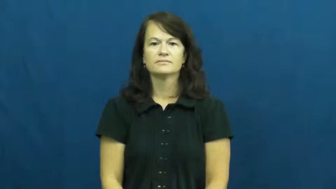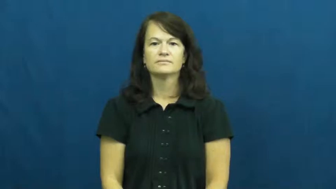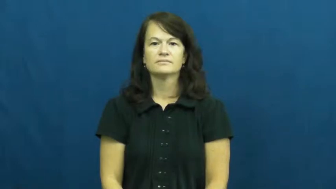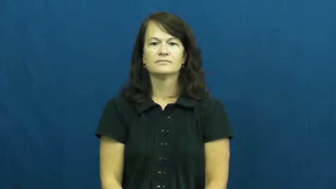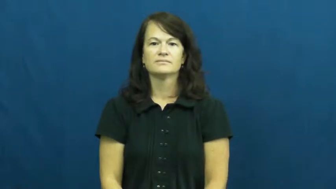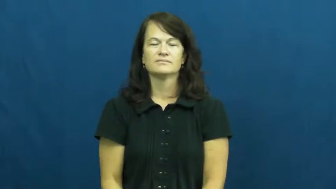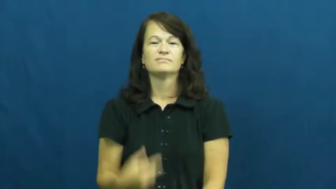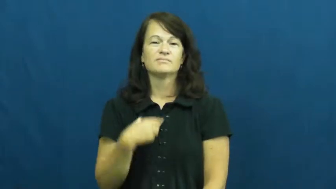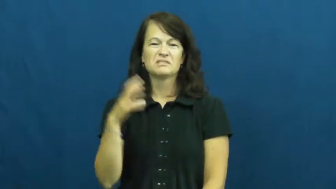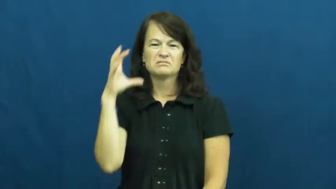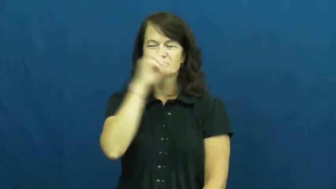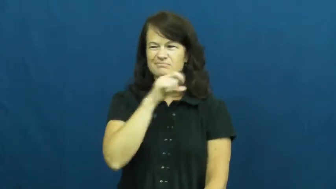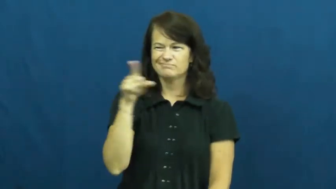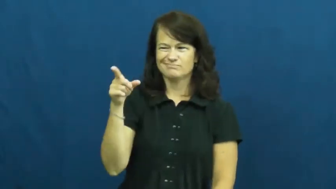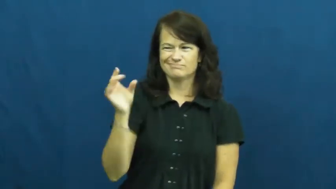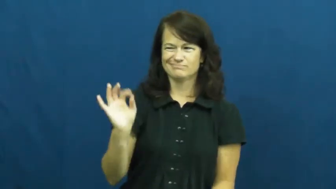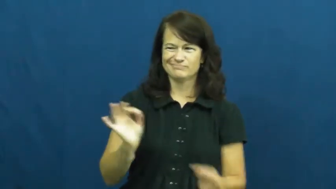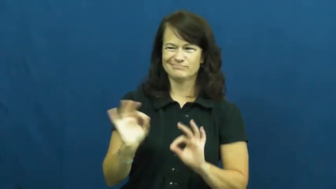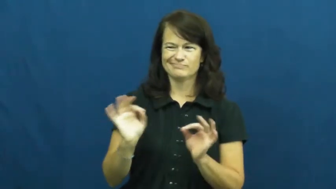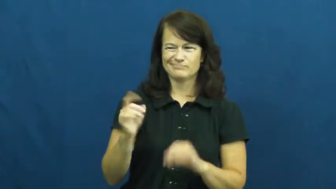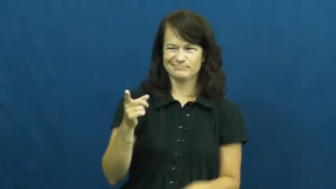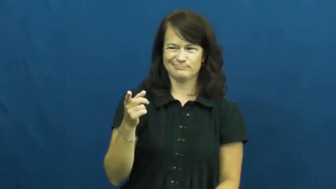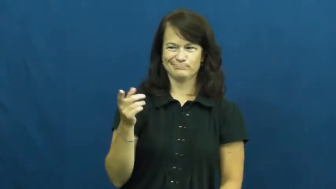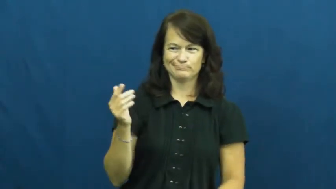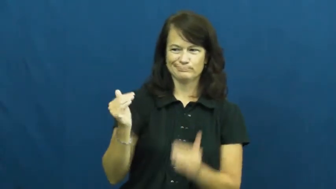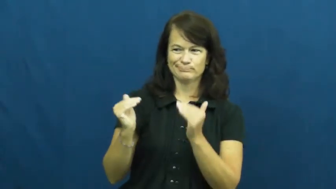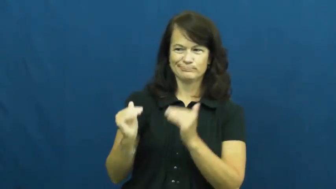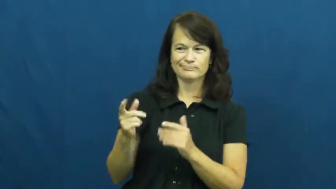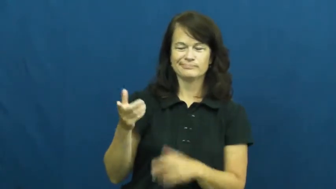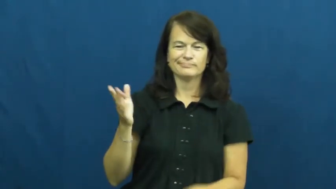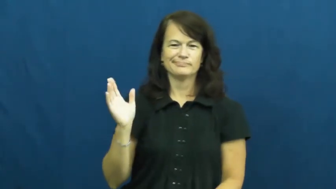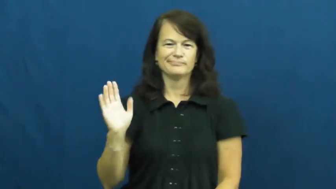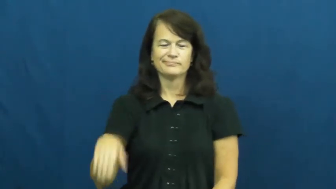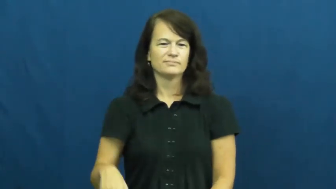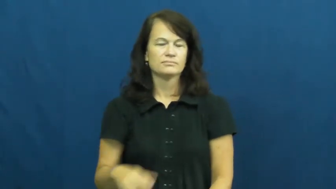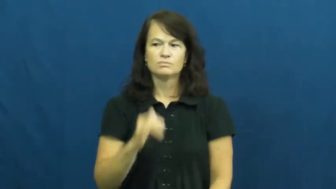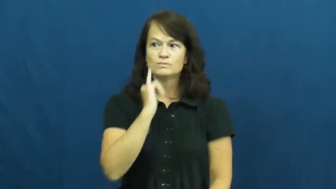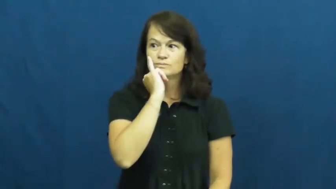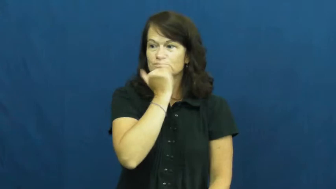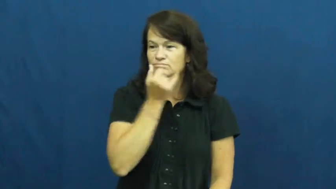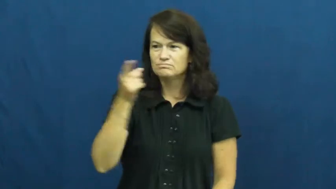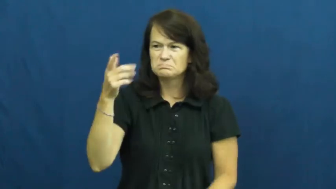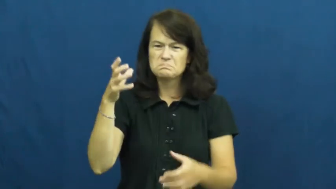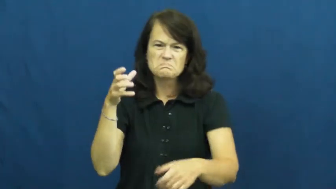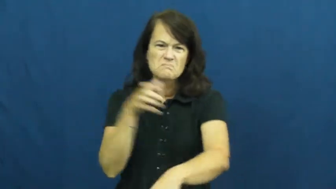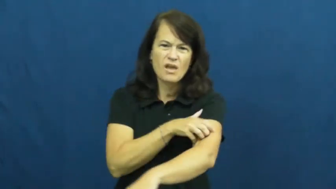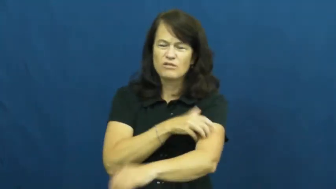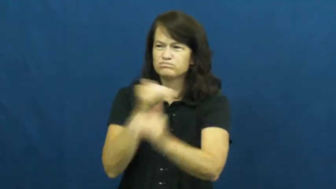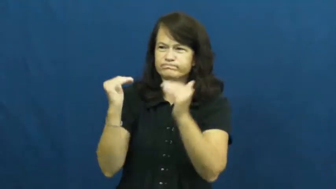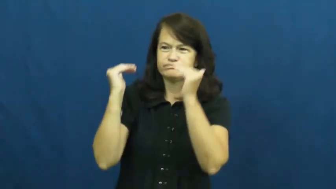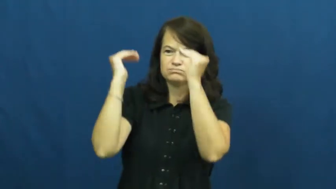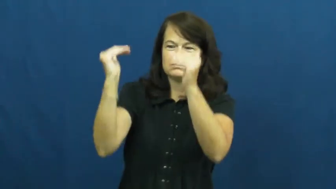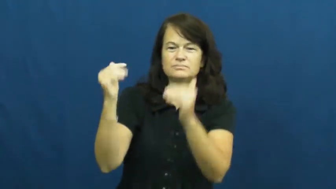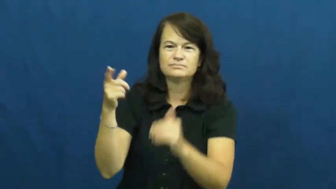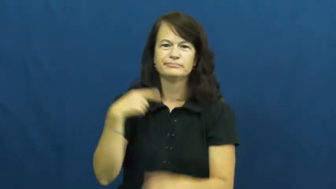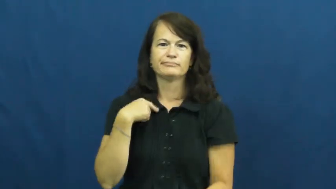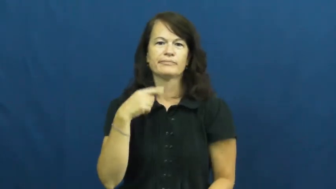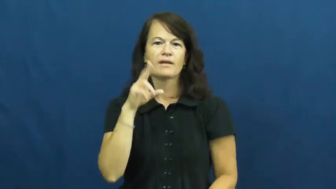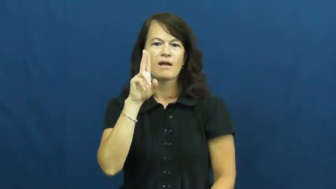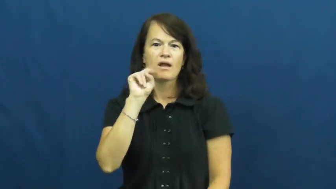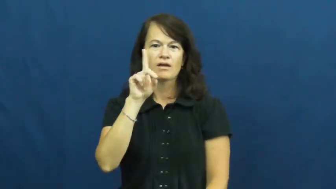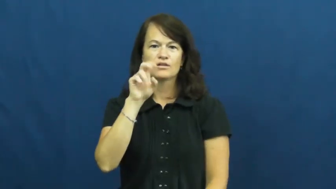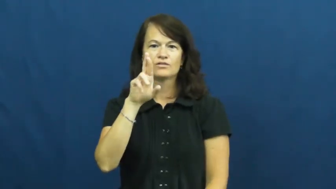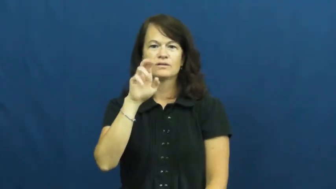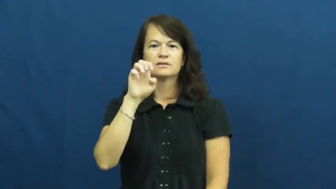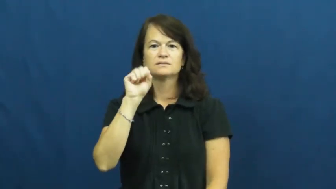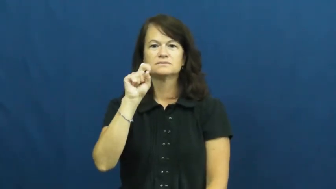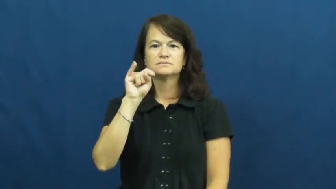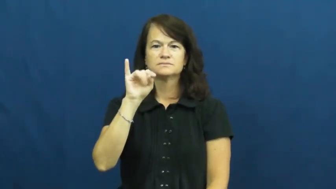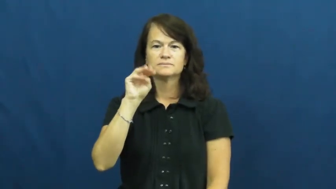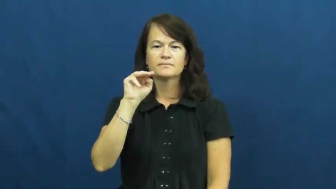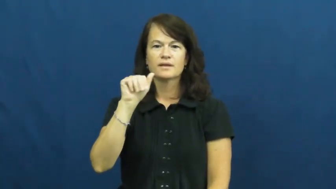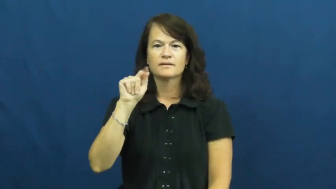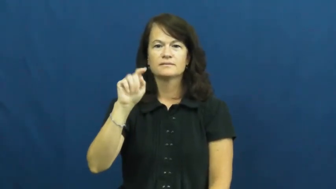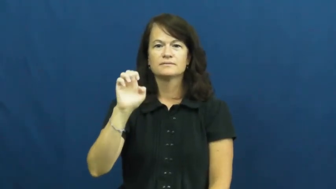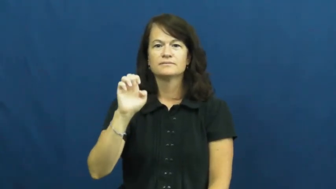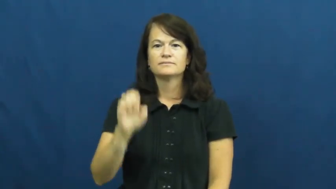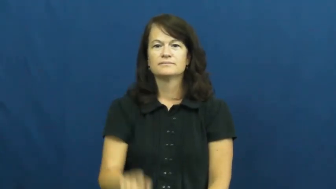underestimate